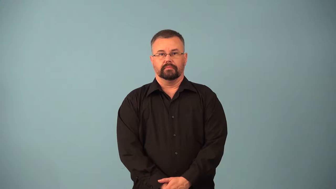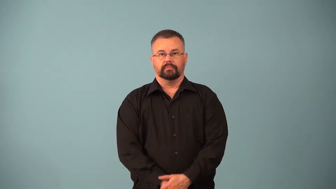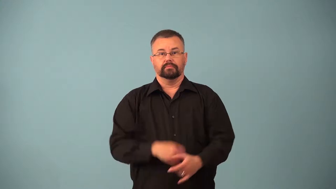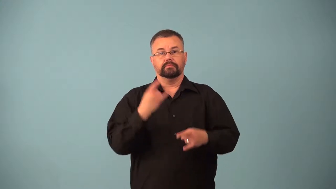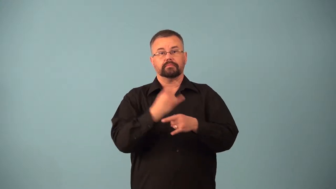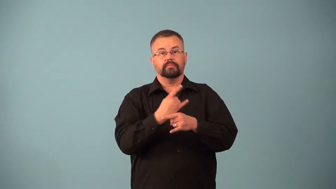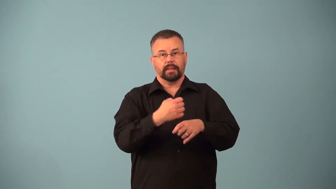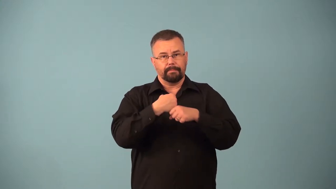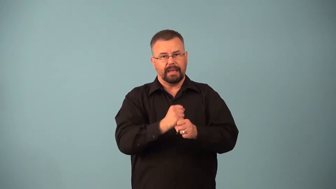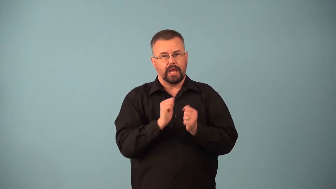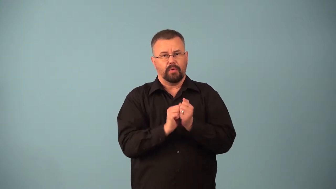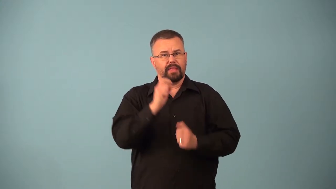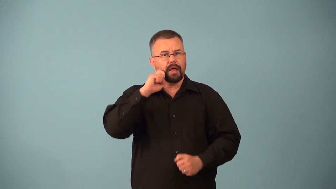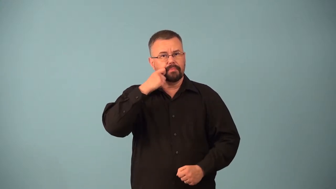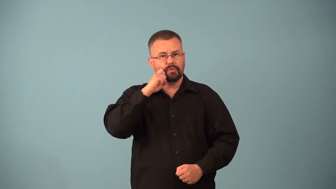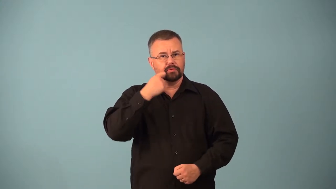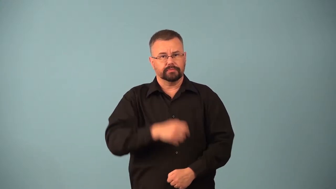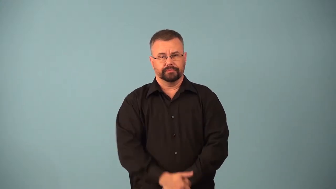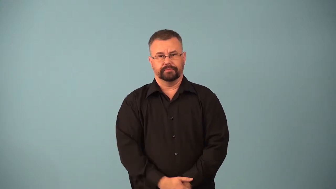applejack